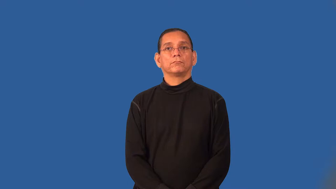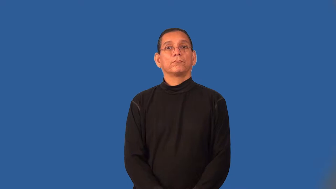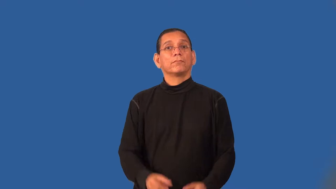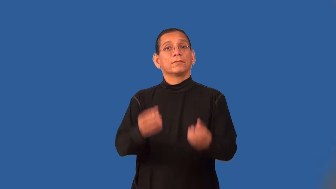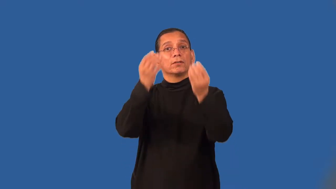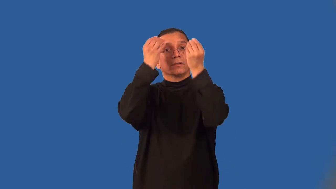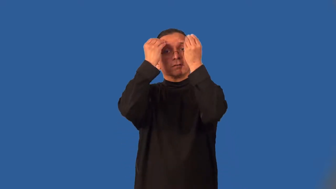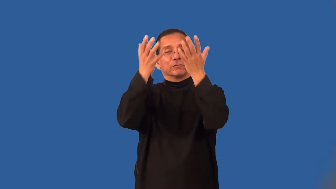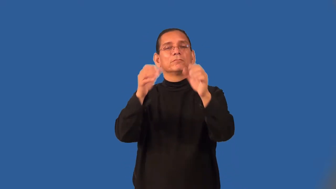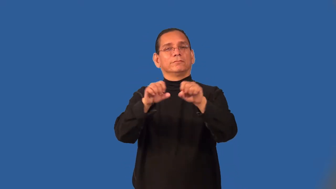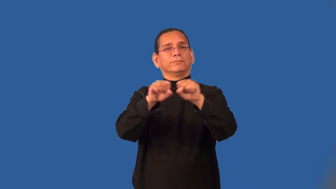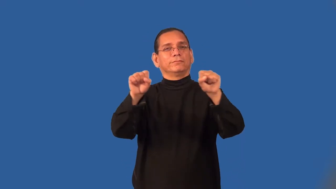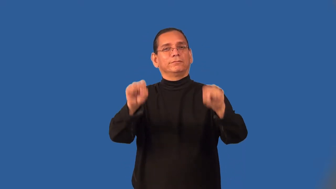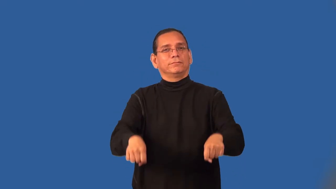scheme-set organization